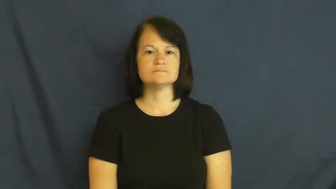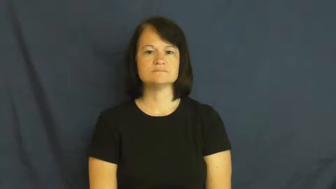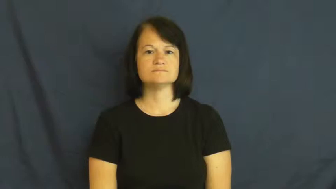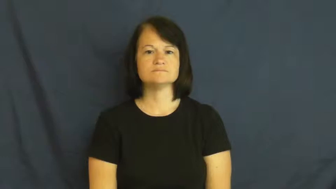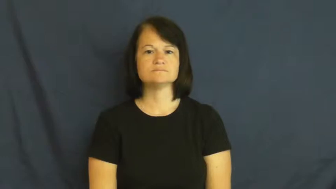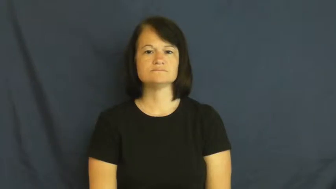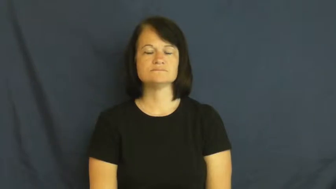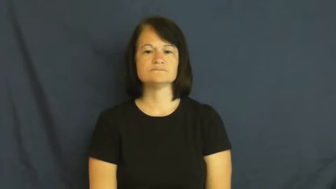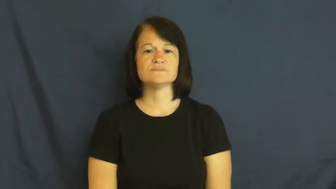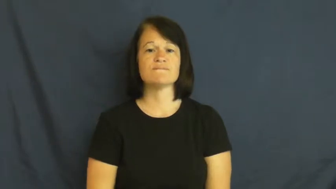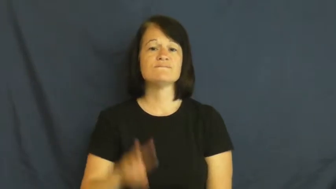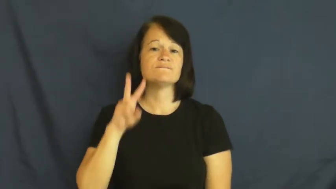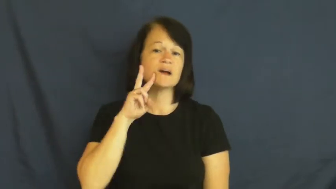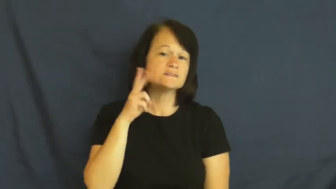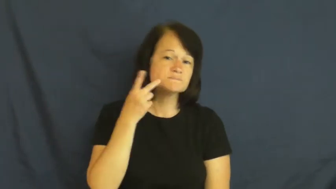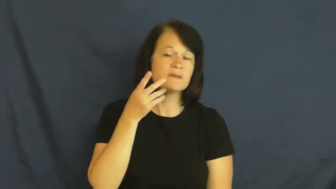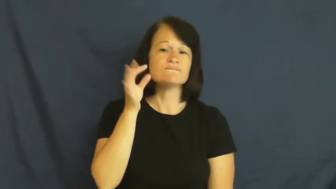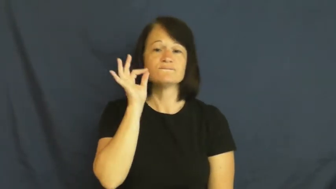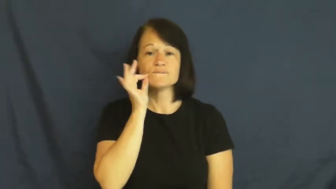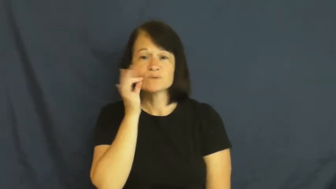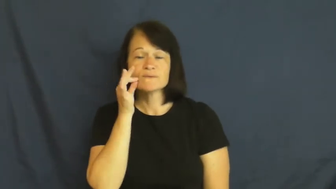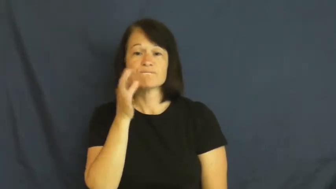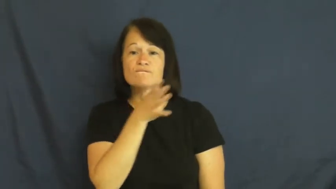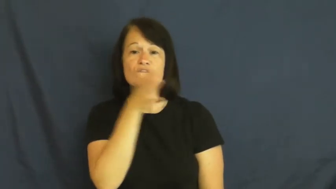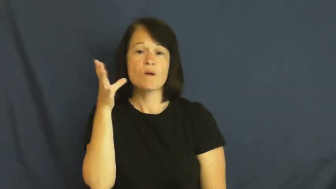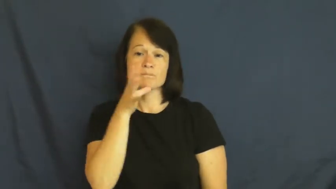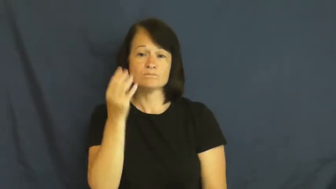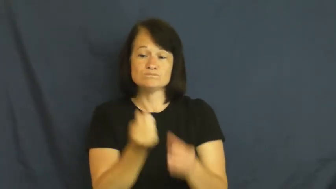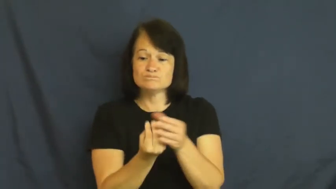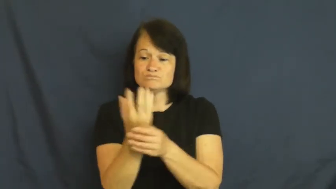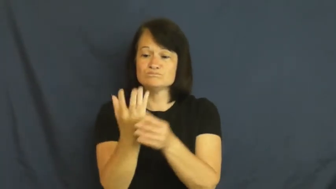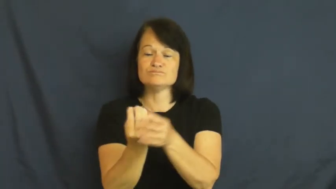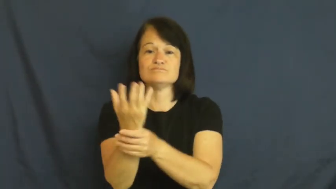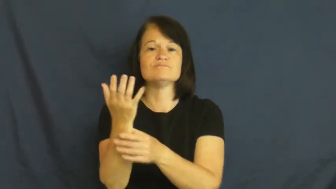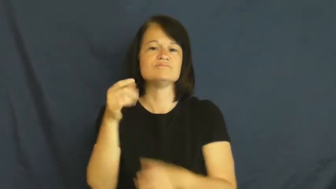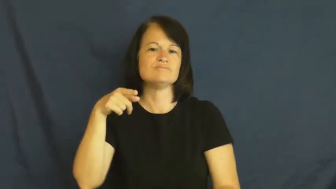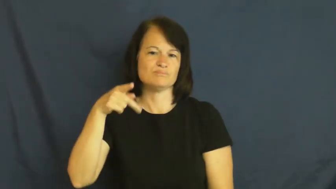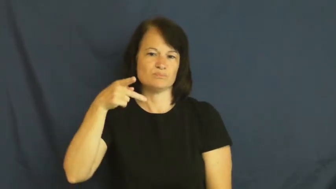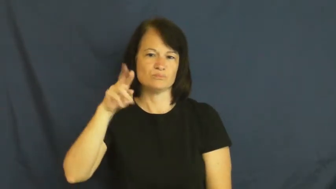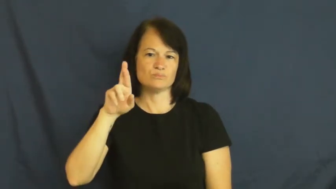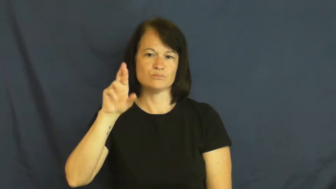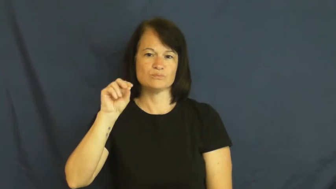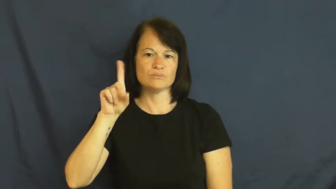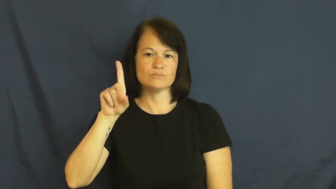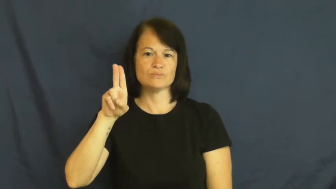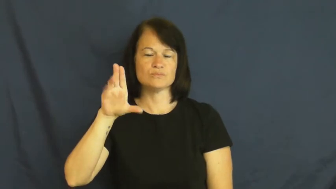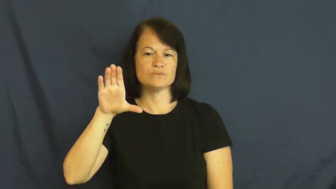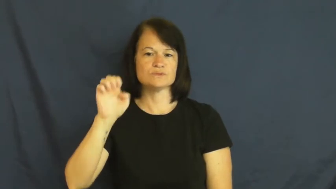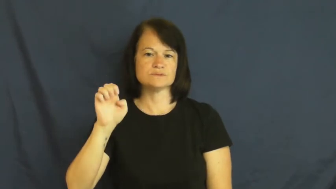produce-food